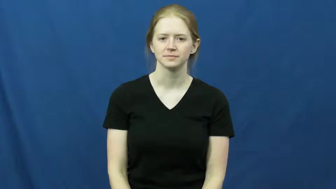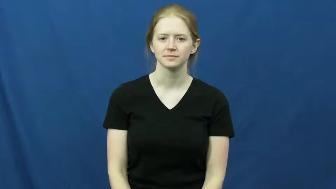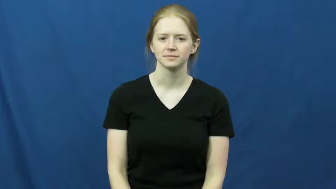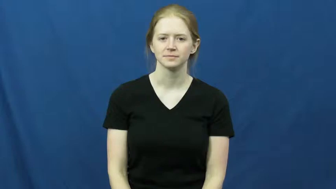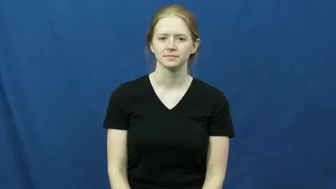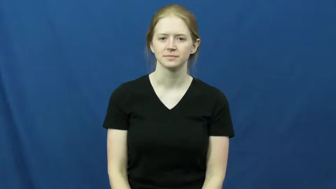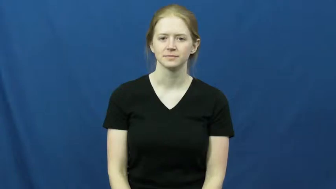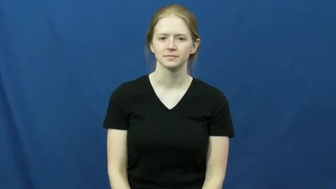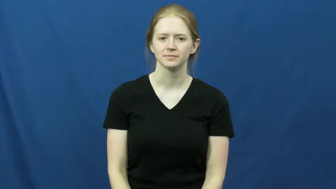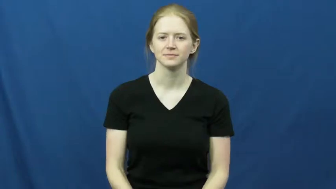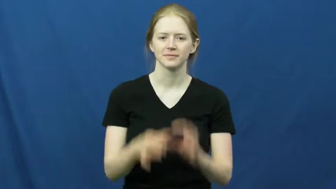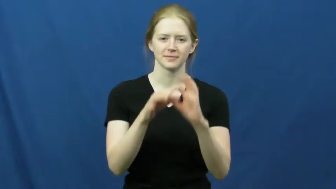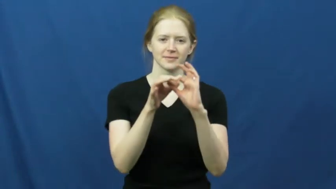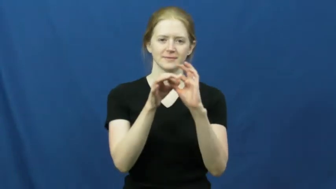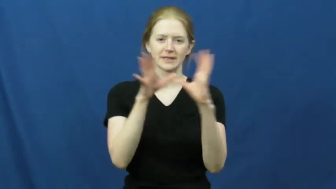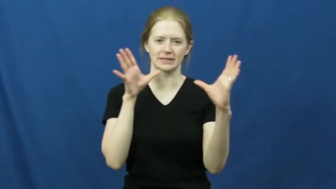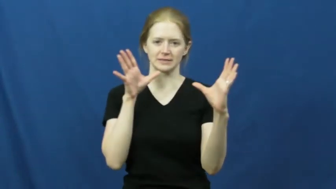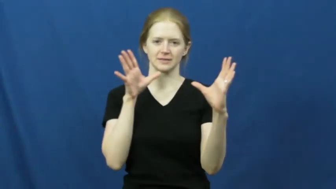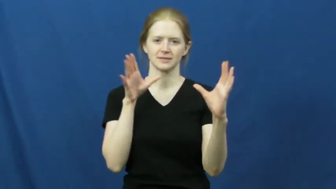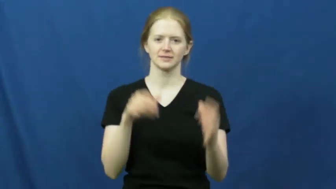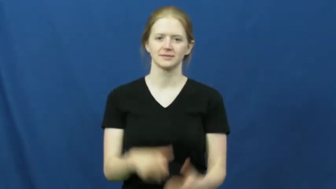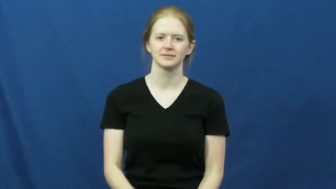cut off,shut off